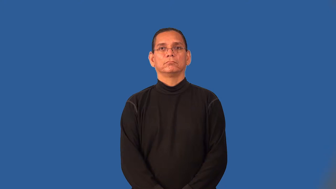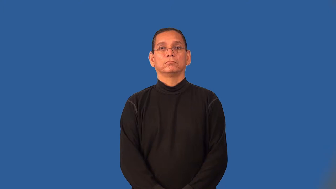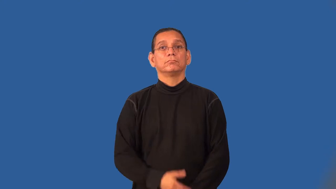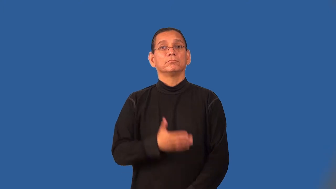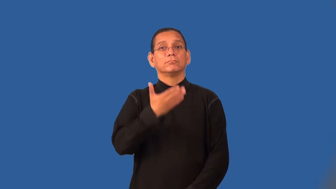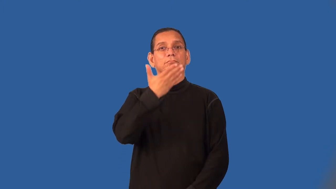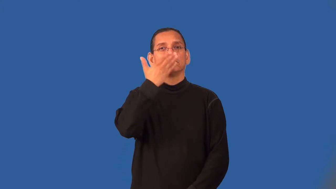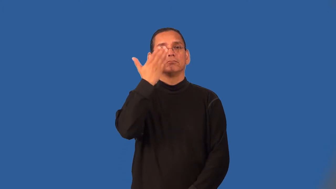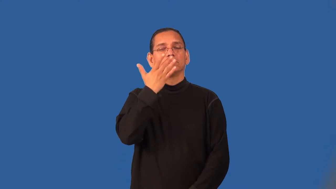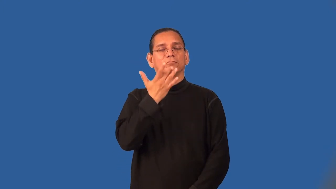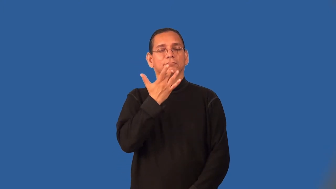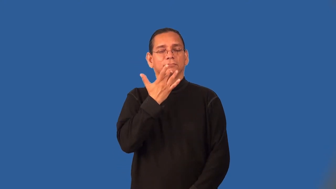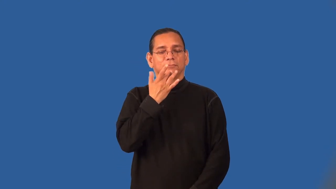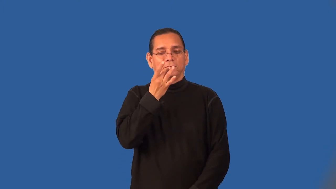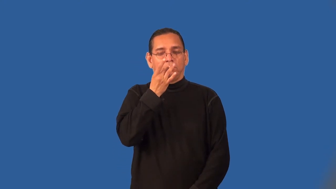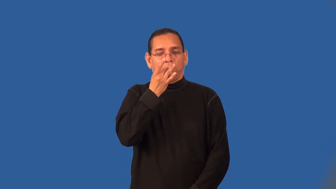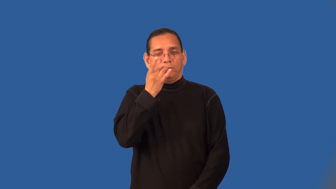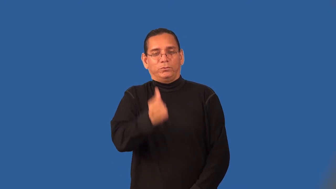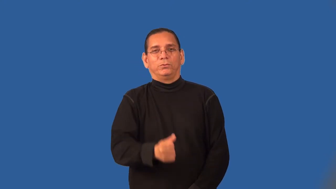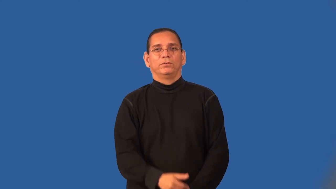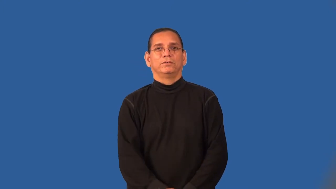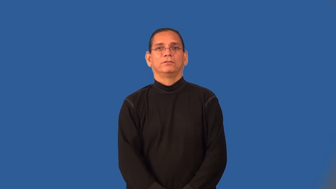savory,piquant